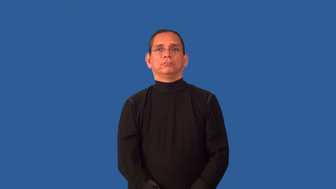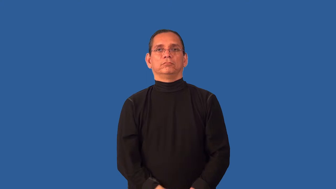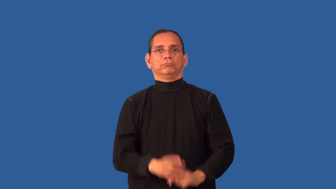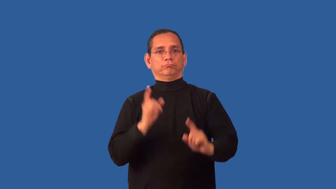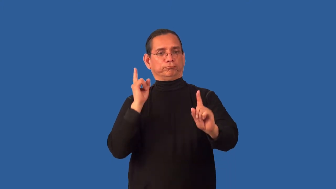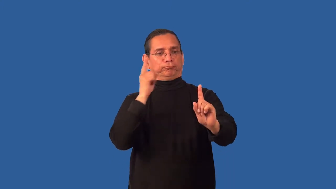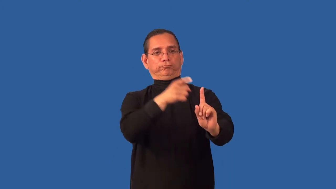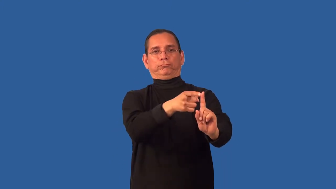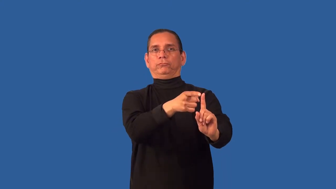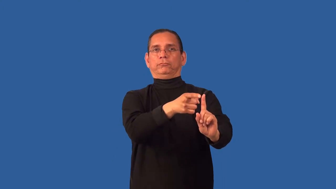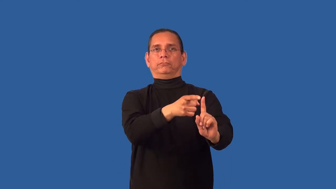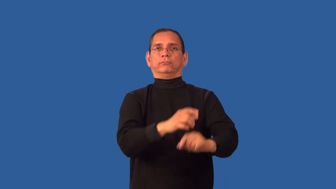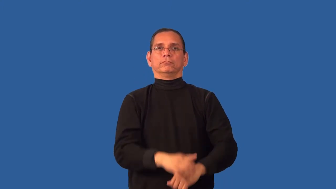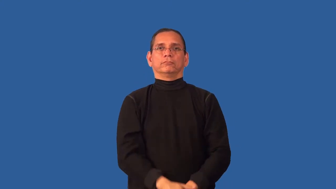unto